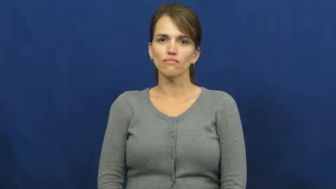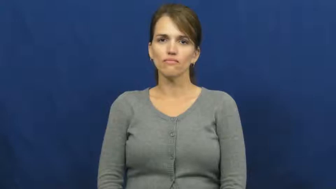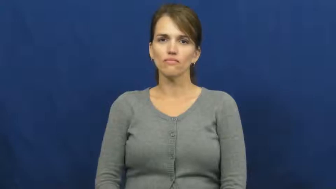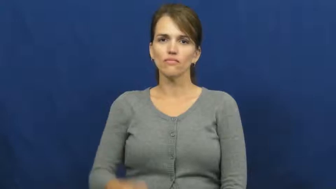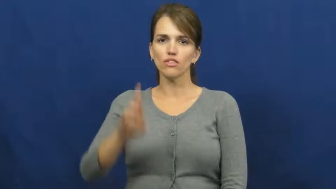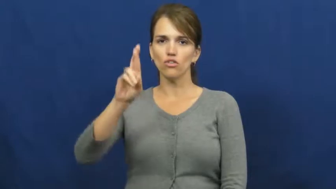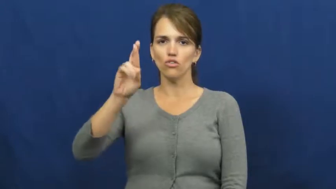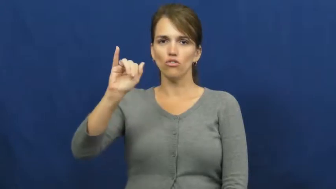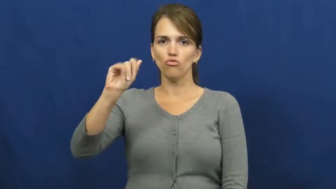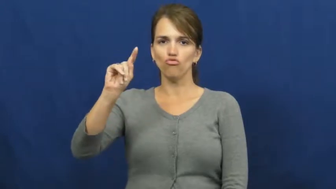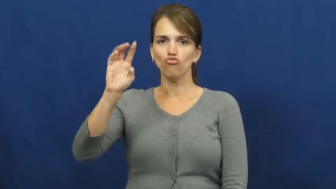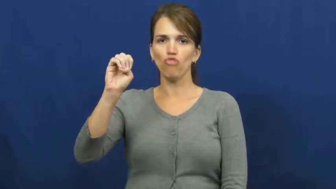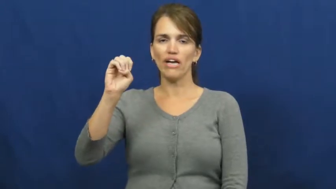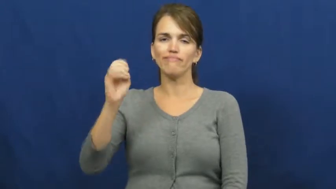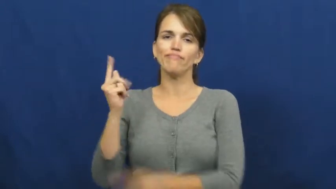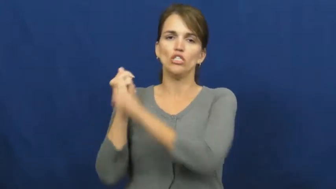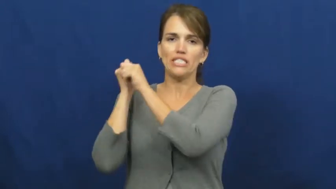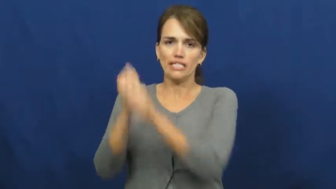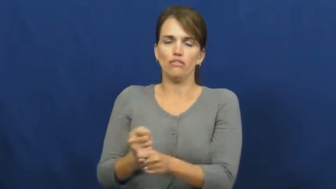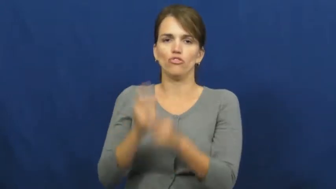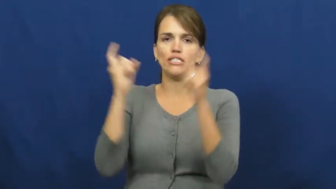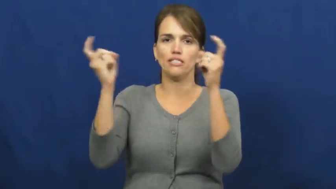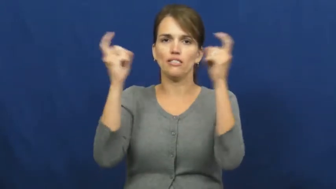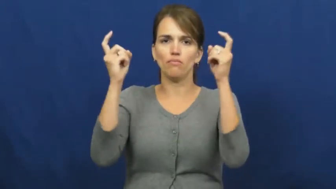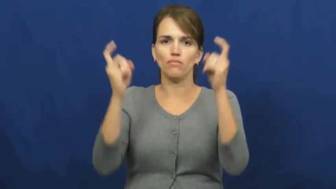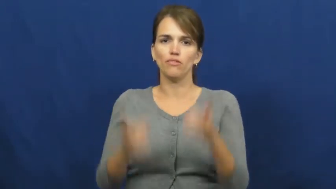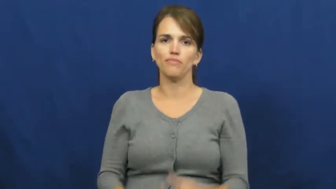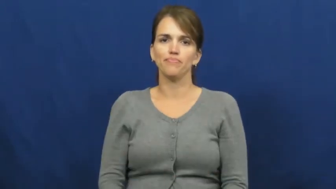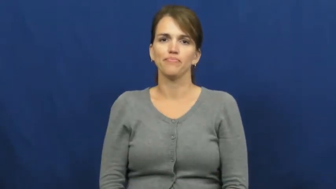rite